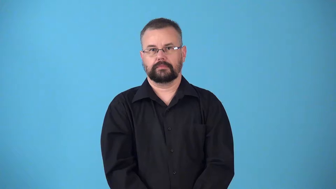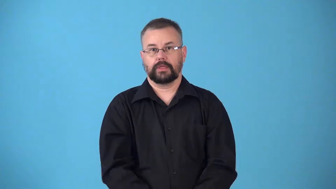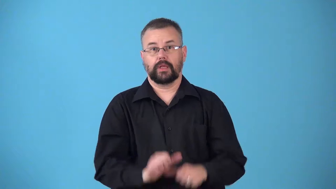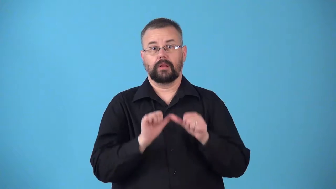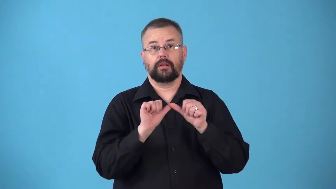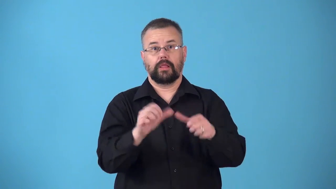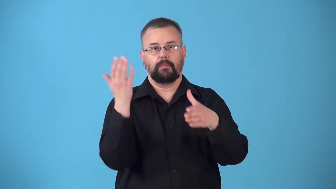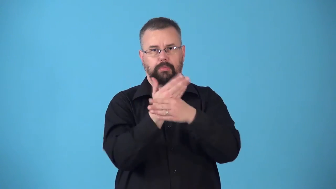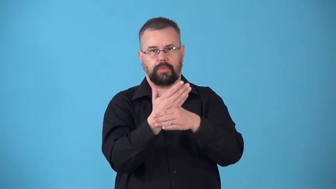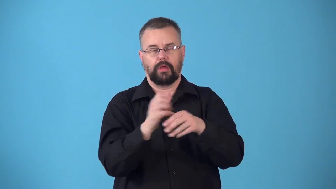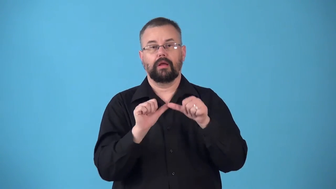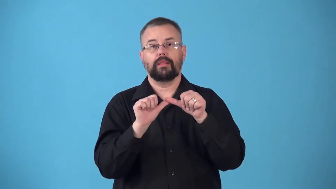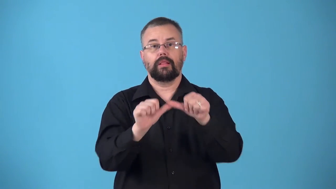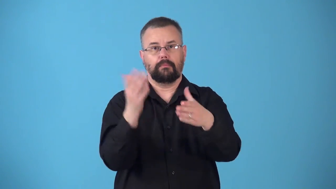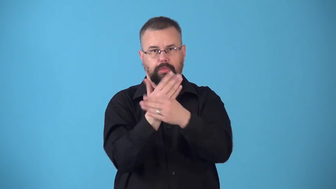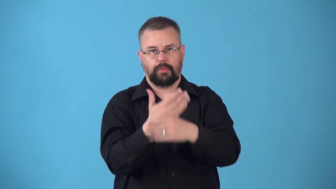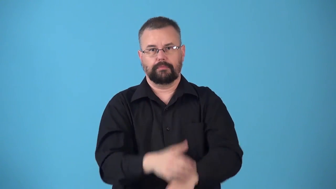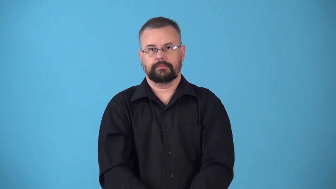noncontinuous,discontinuous